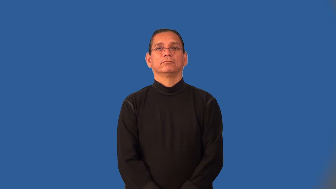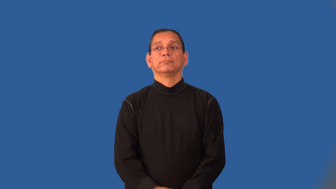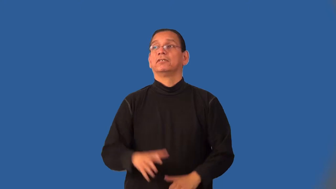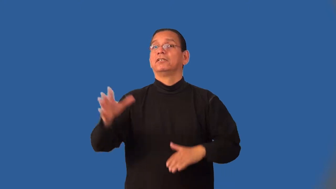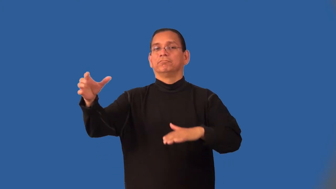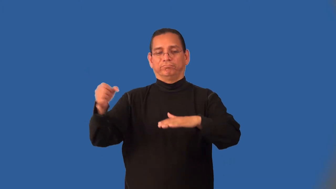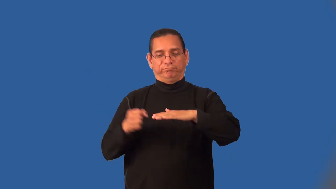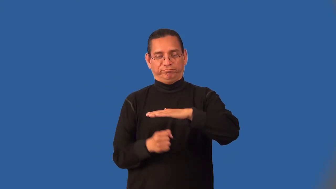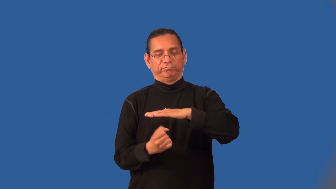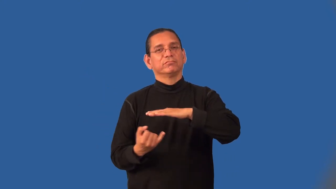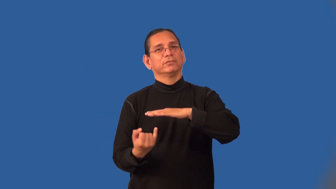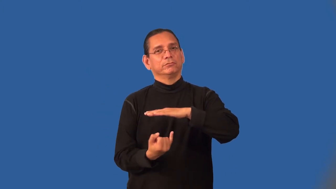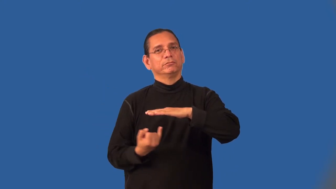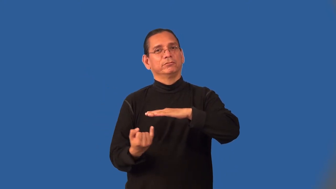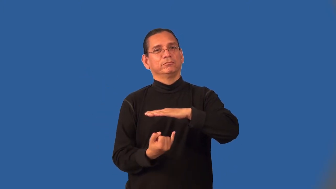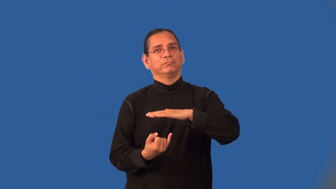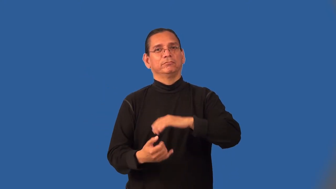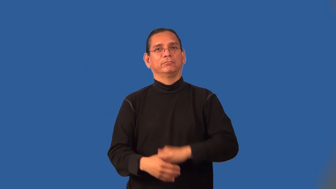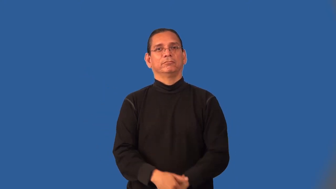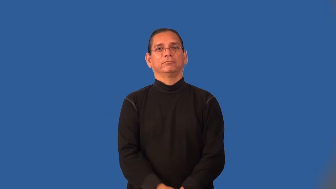isolate,purdah